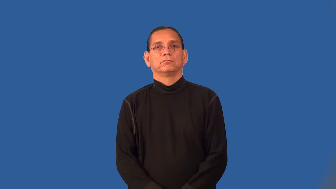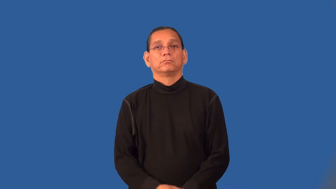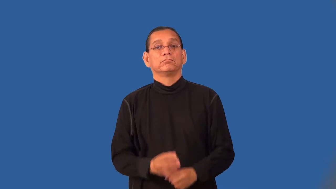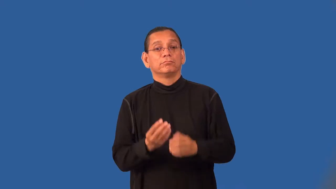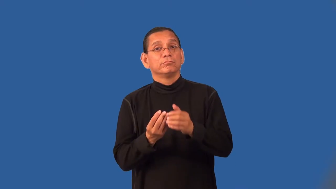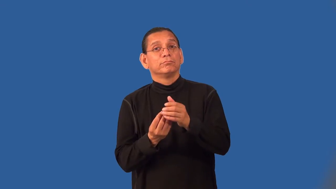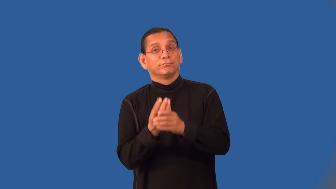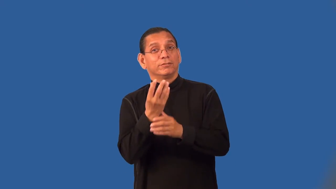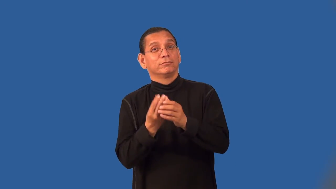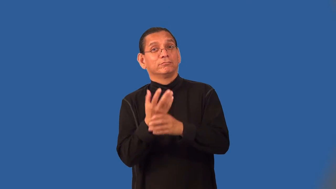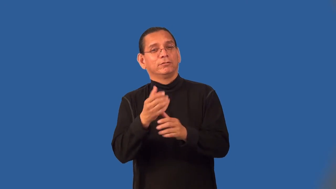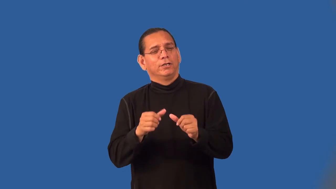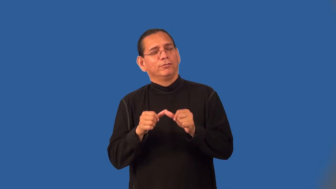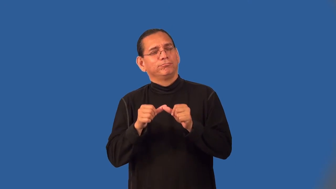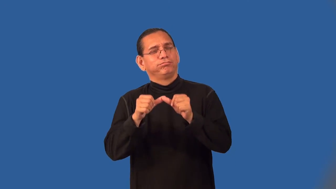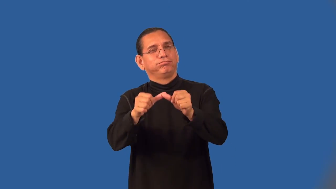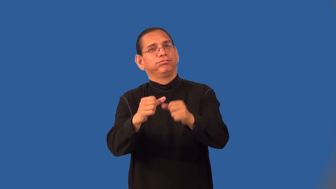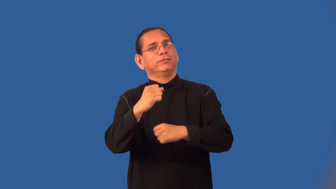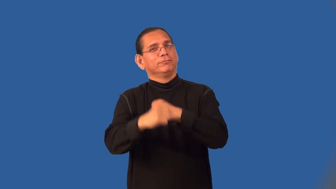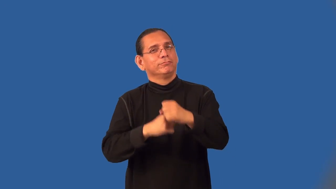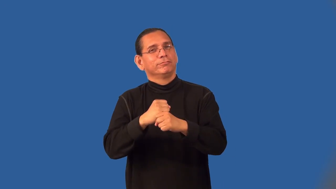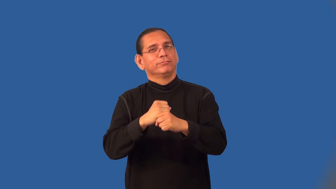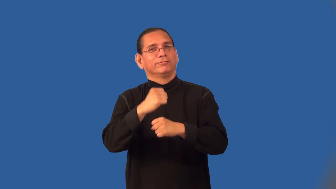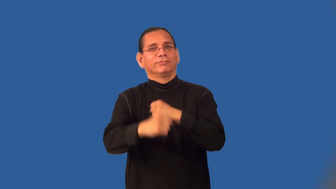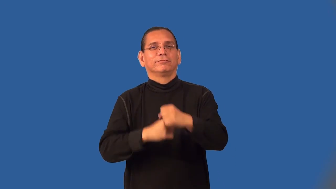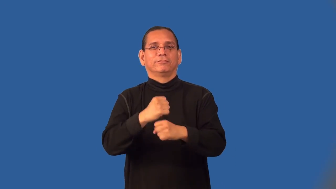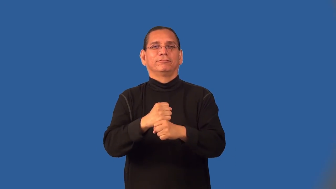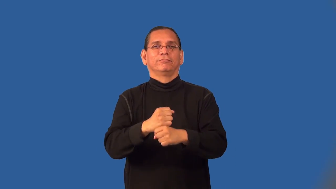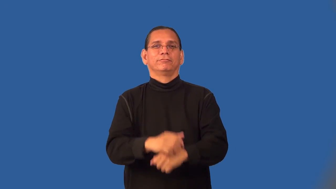perennial-flower